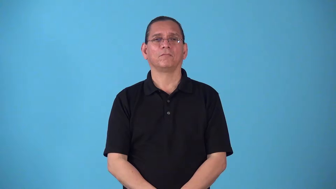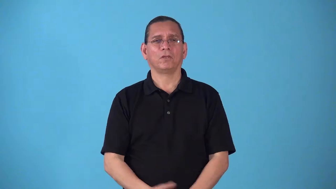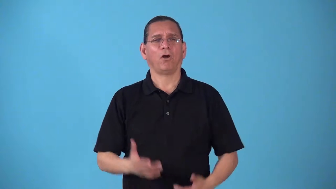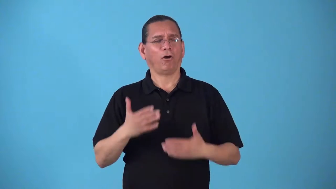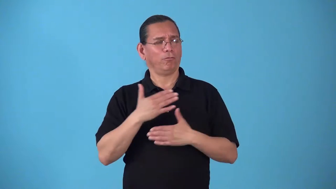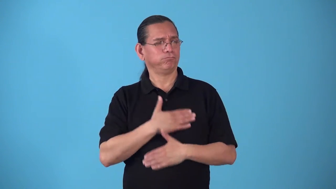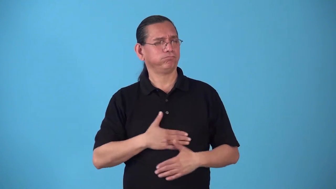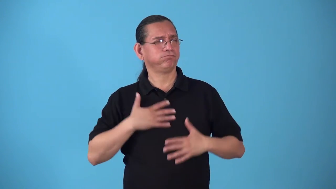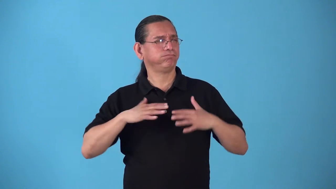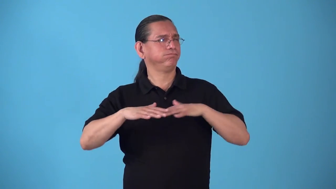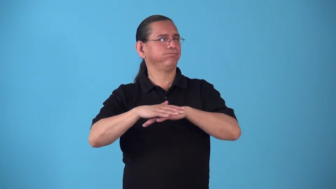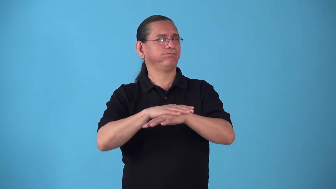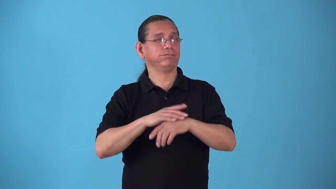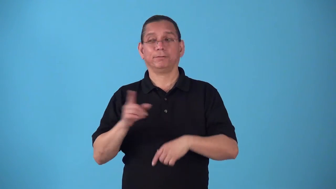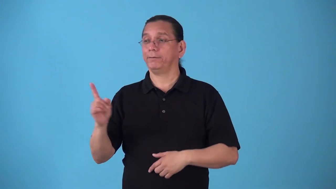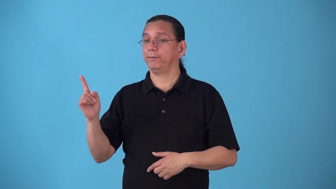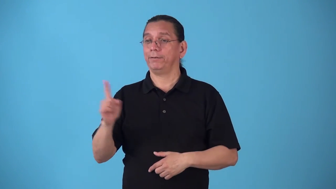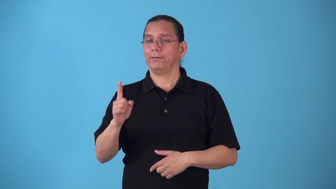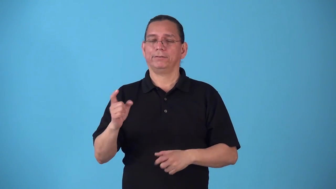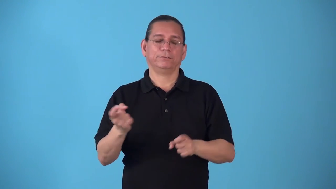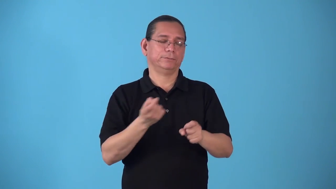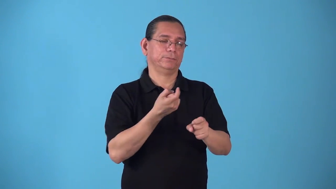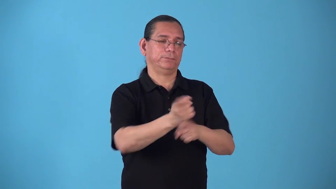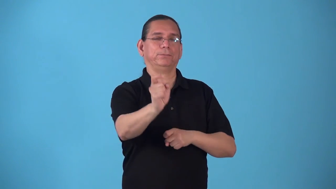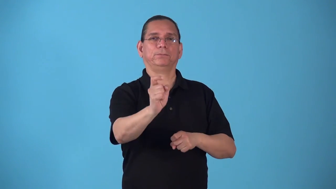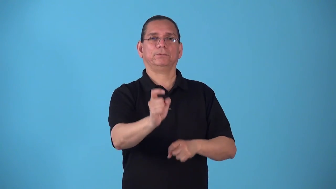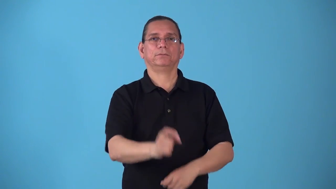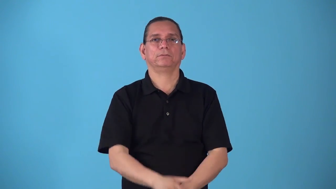spoilsport